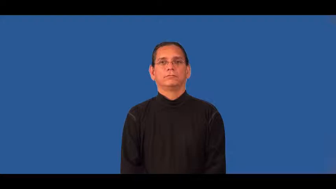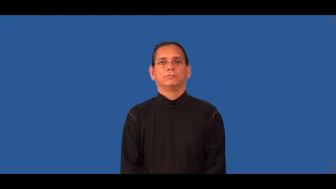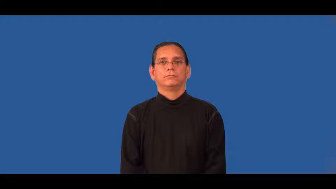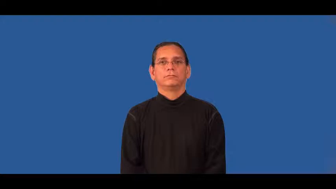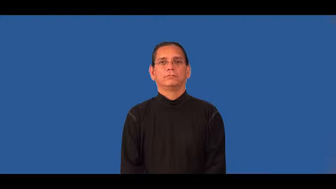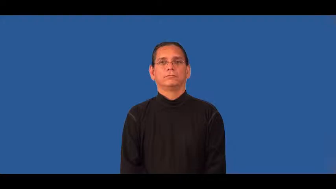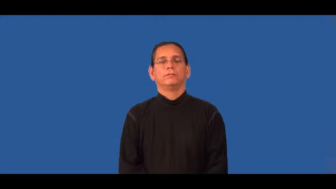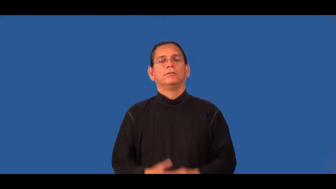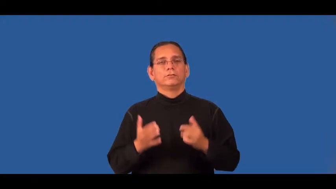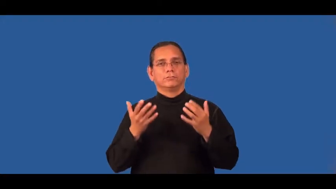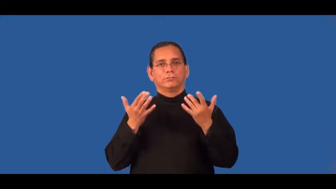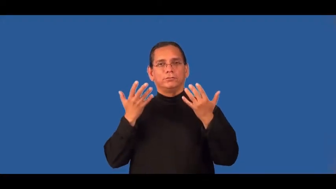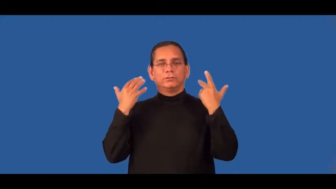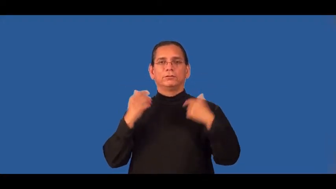sweet-nice